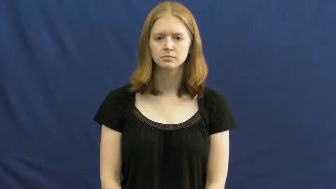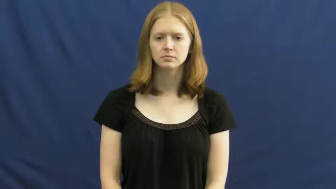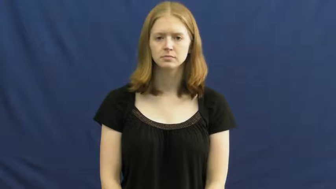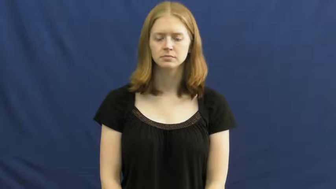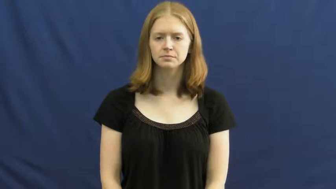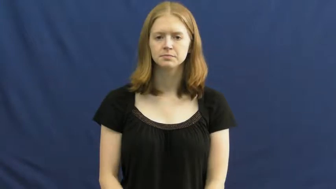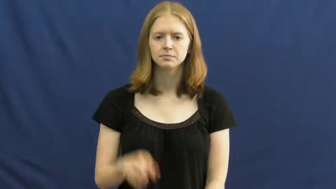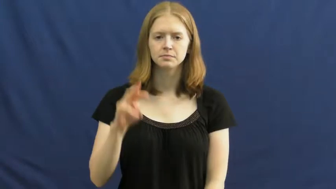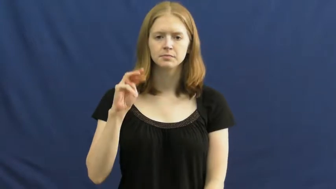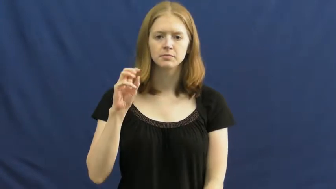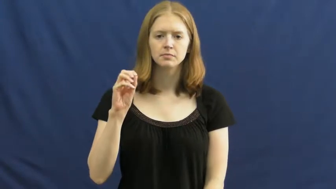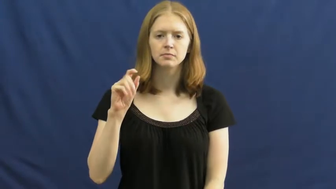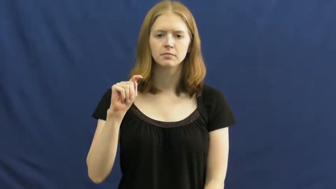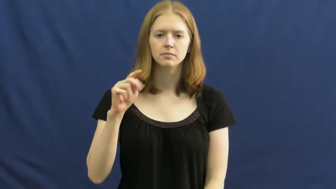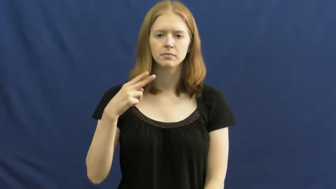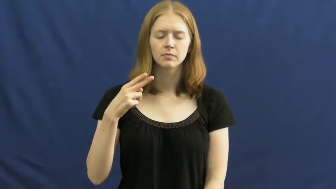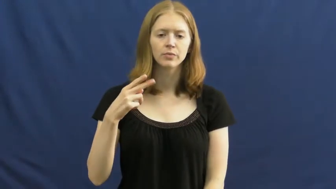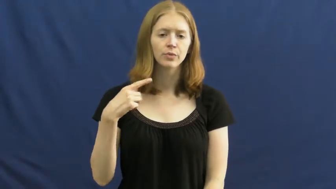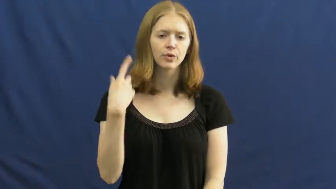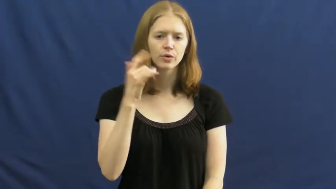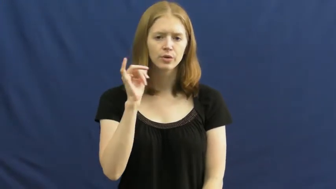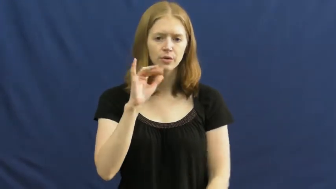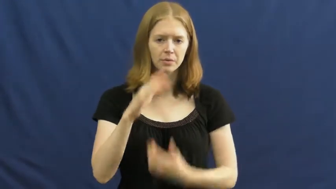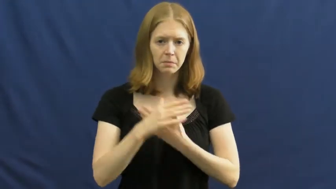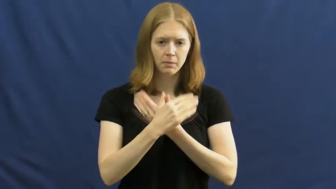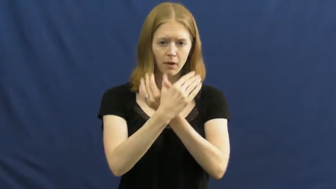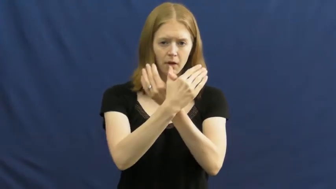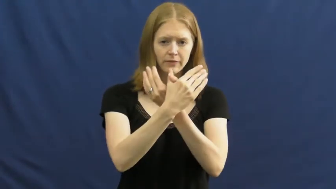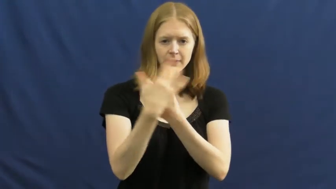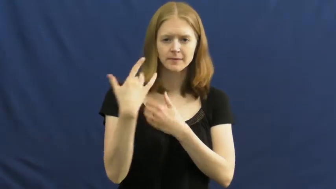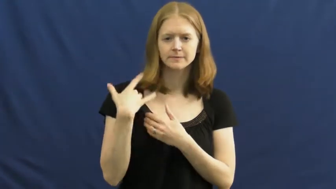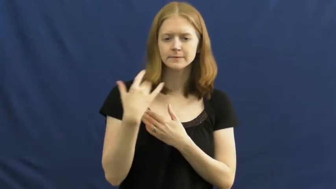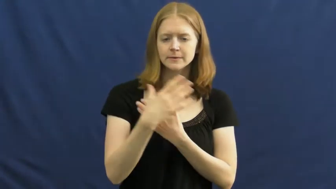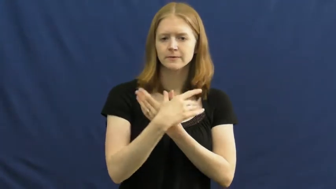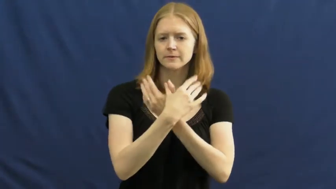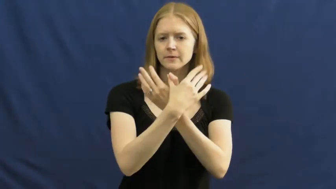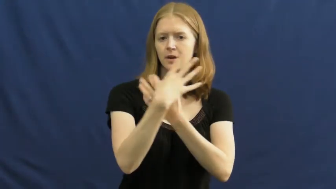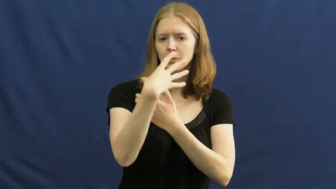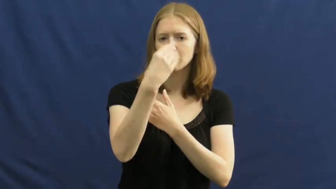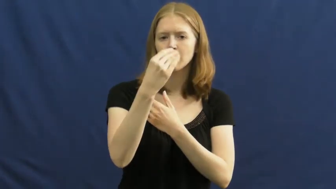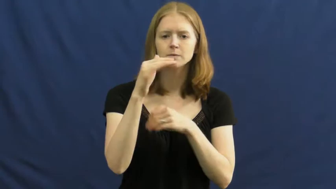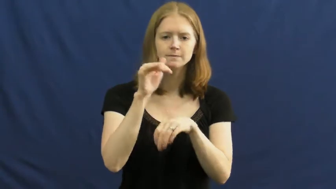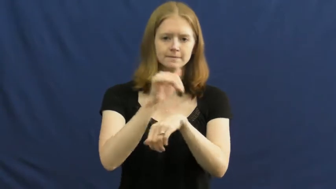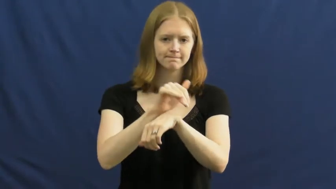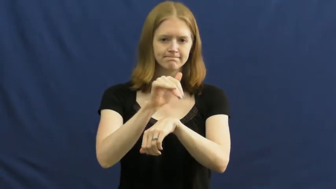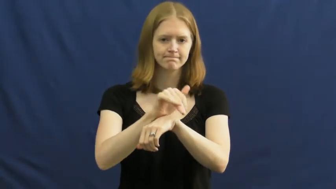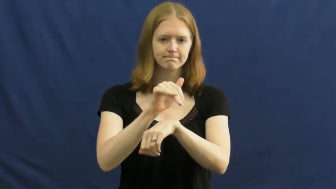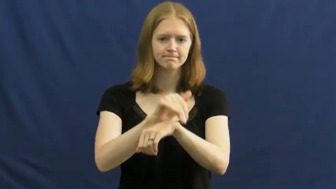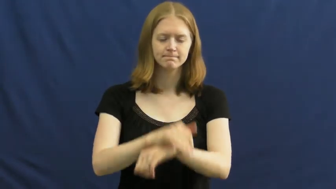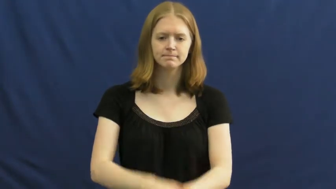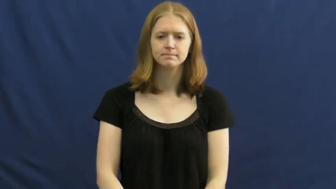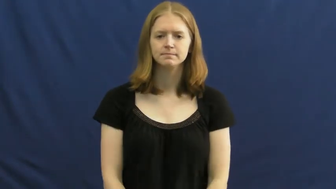moth